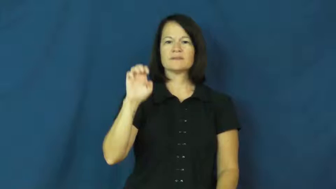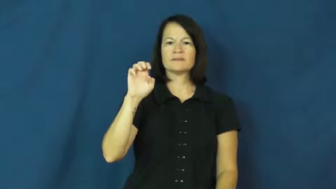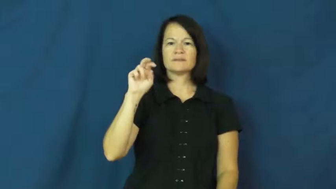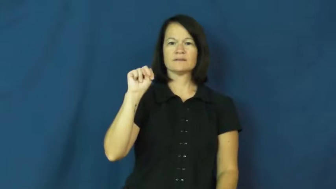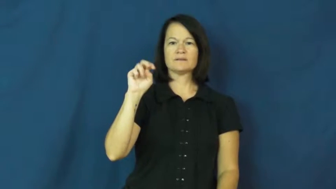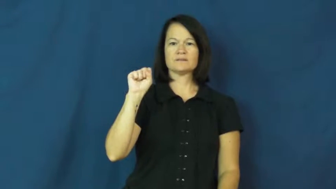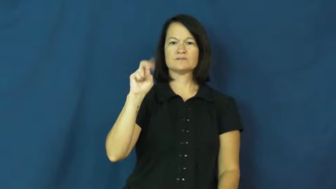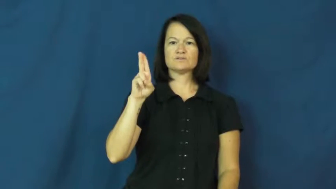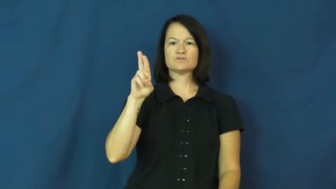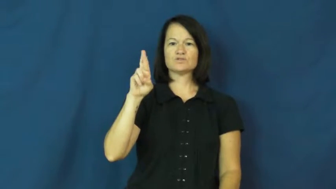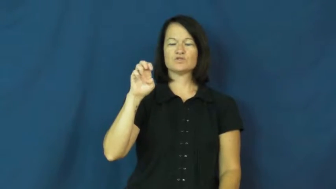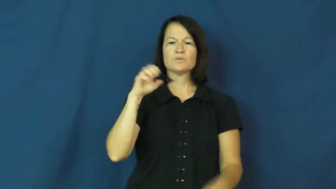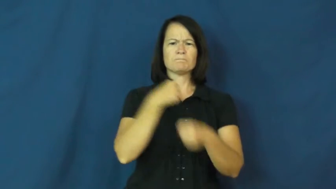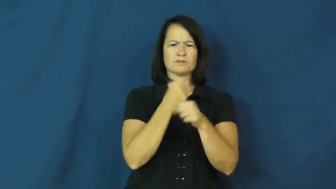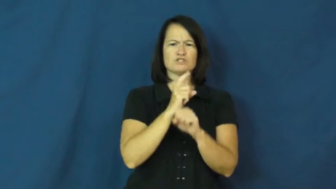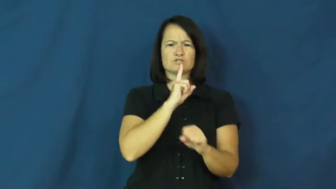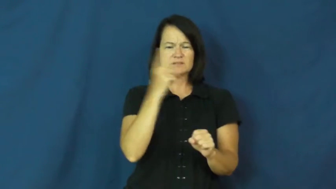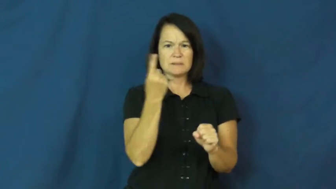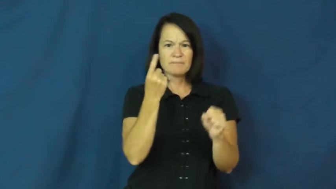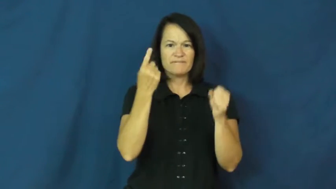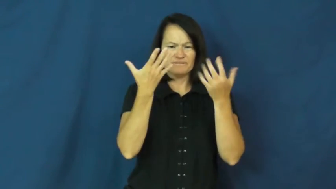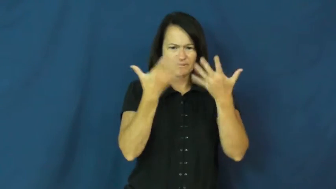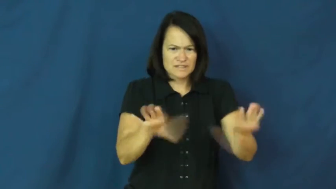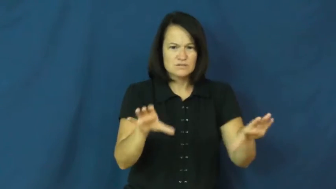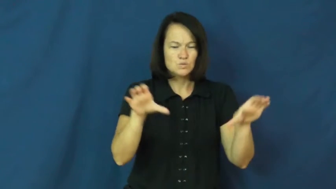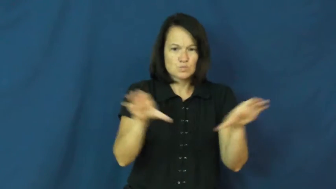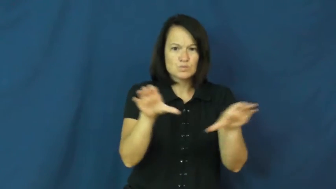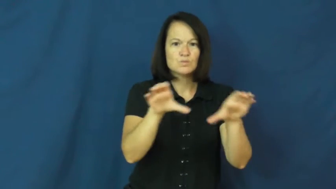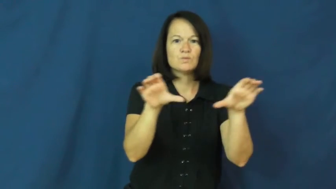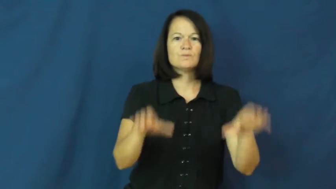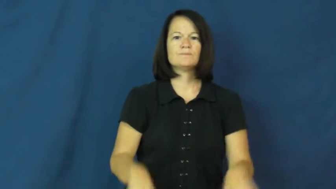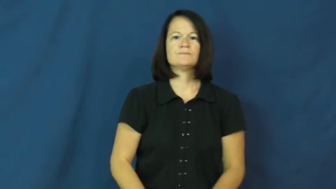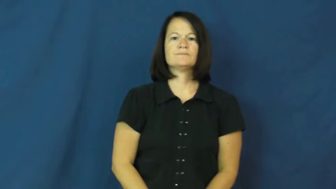ensure